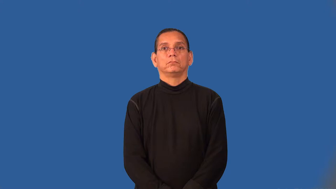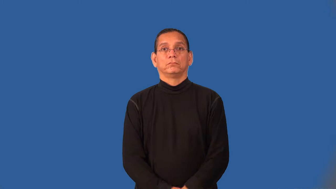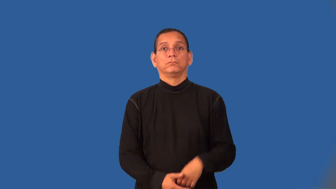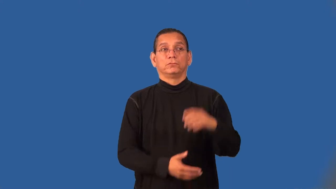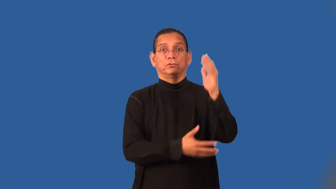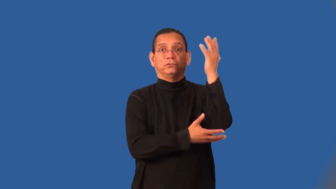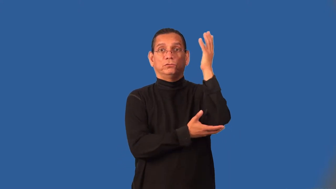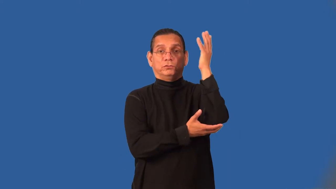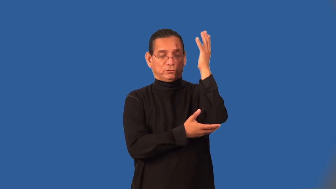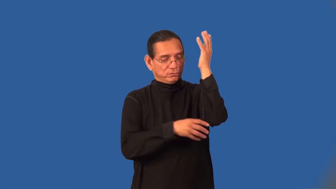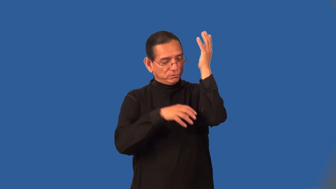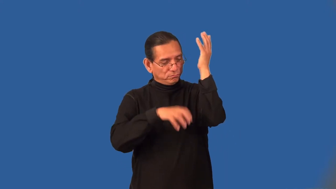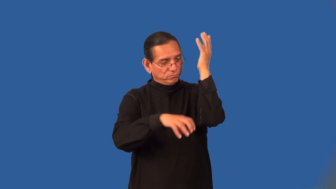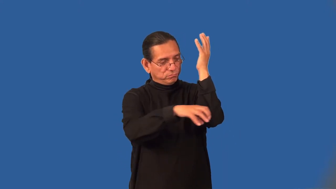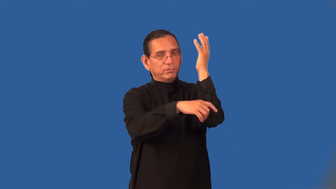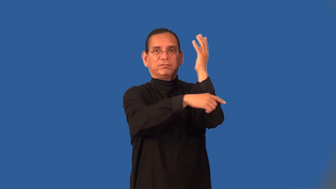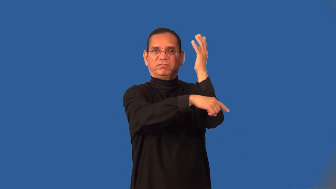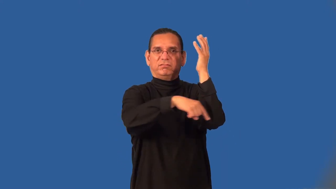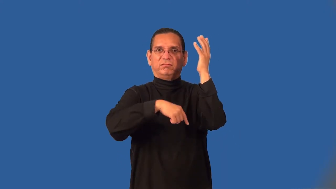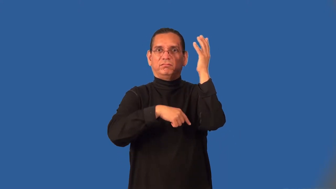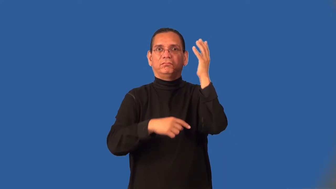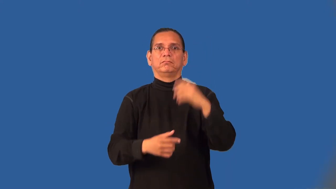underbrush